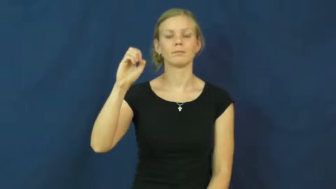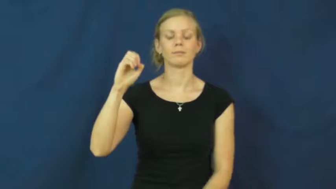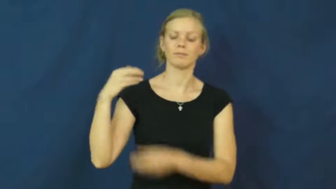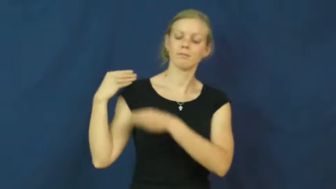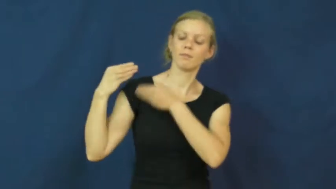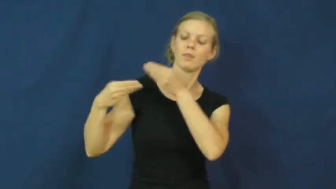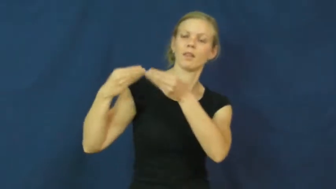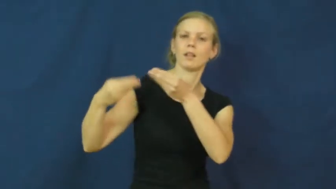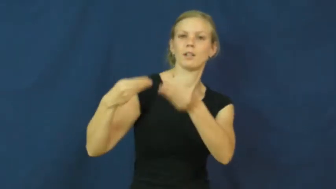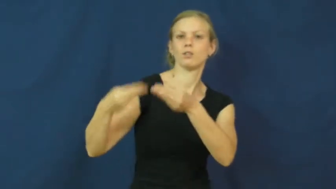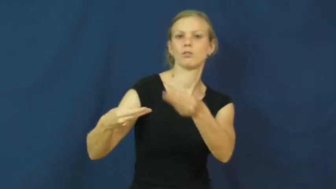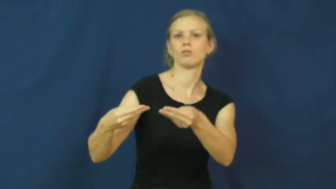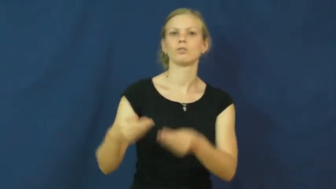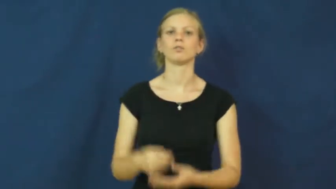lineage,bloodline,filiation